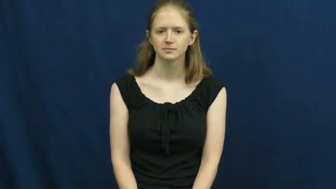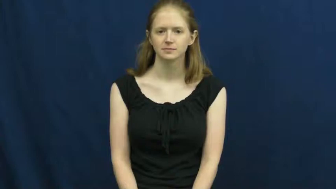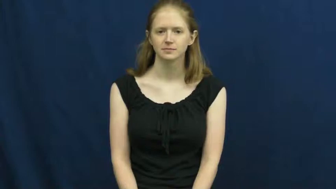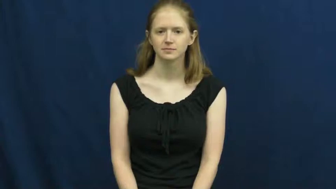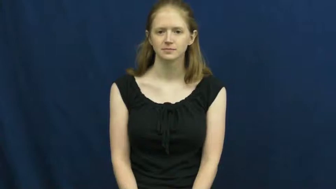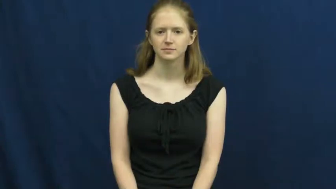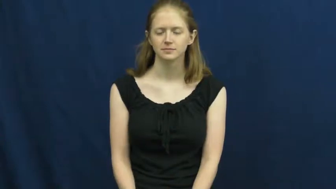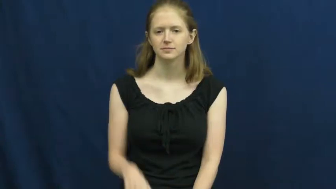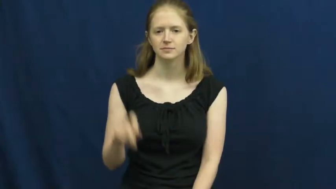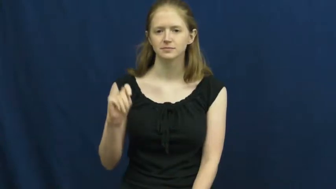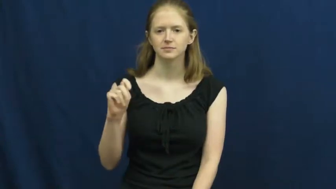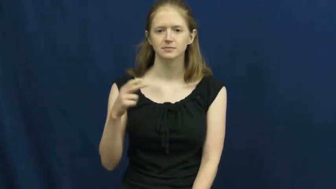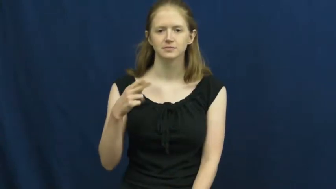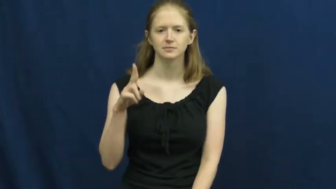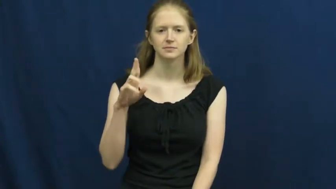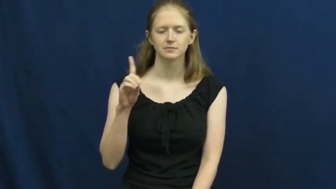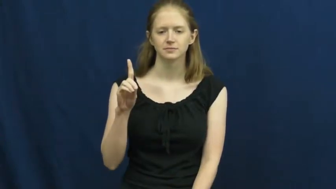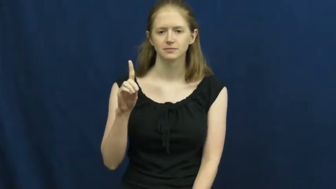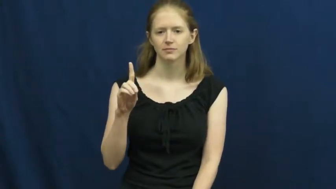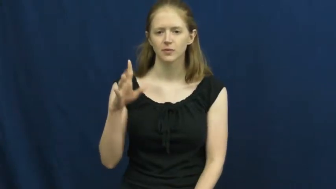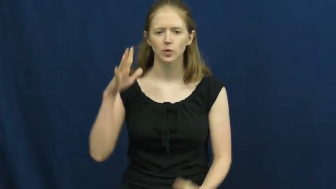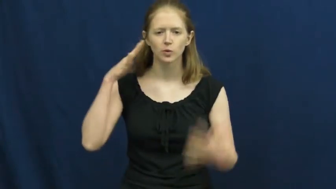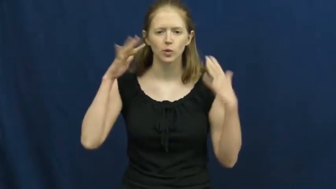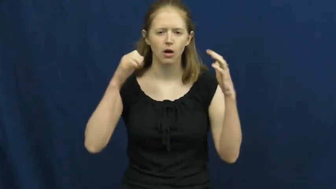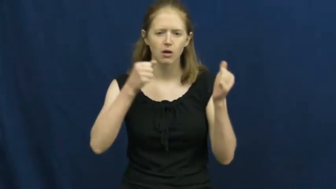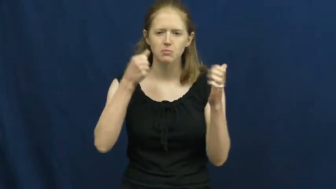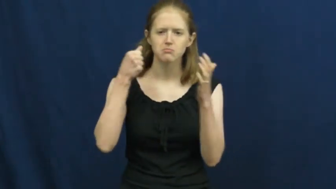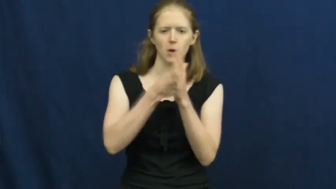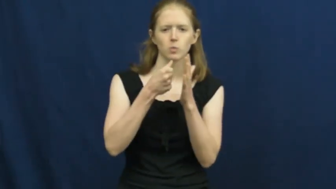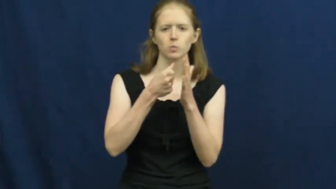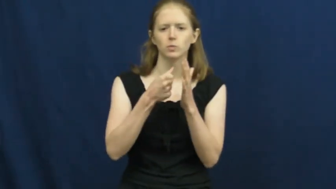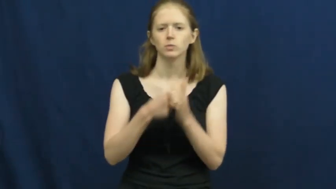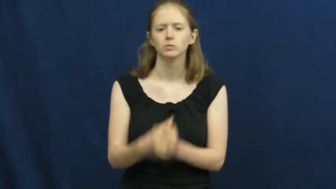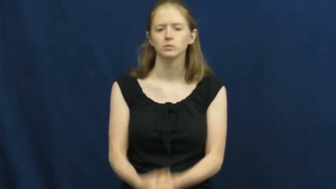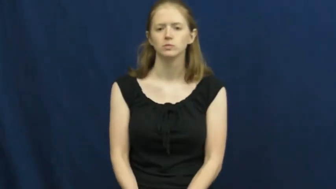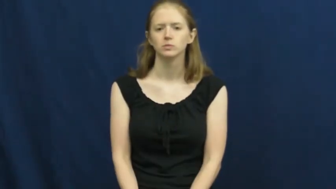thud